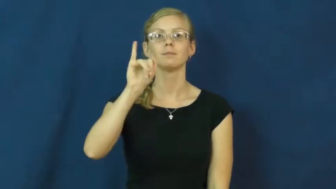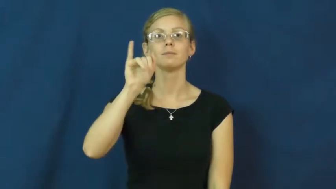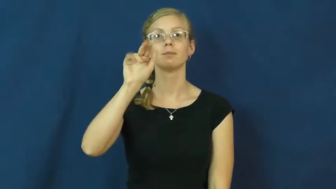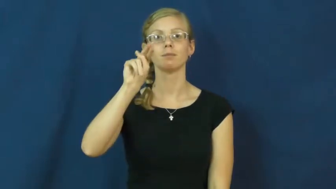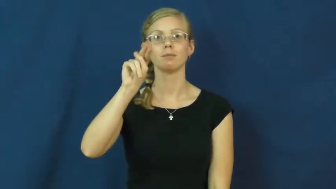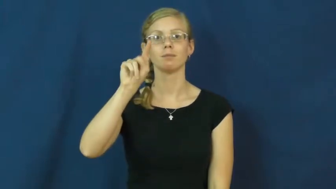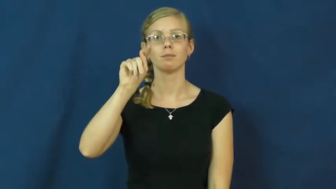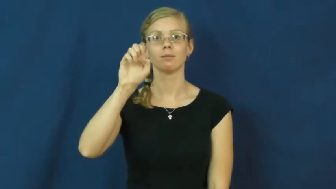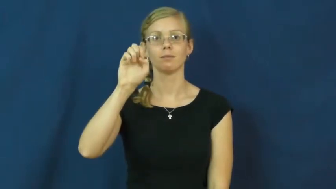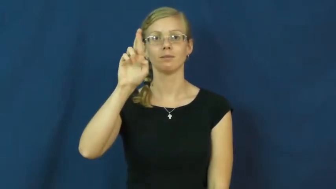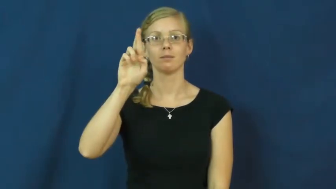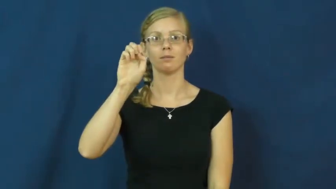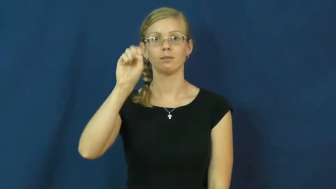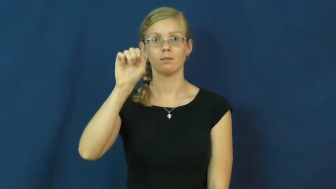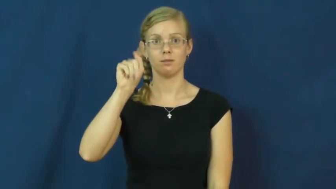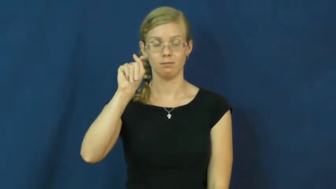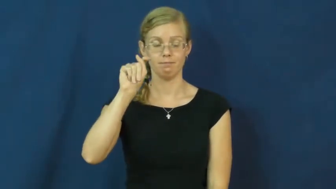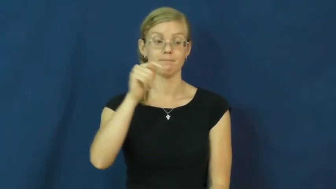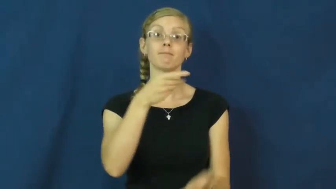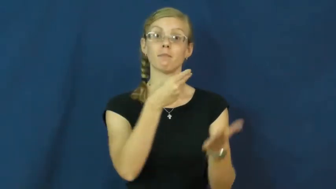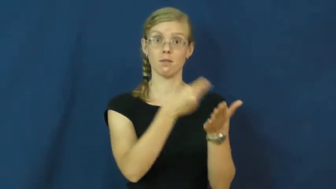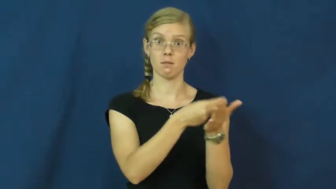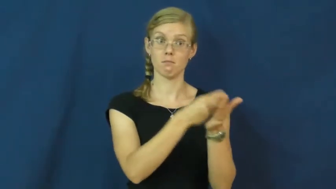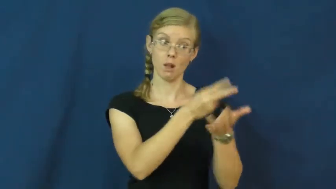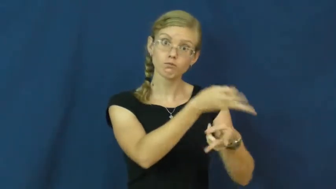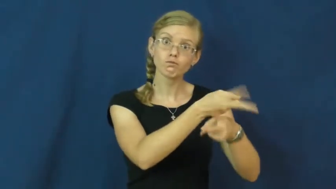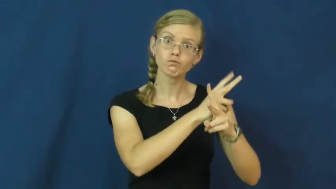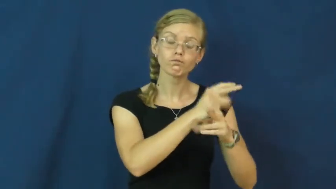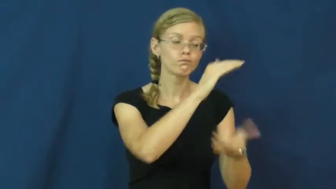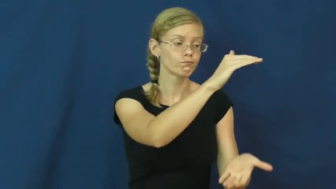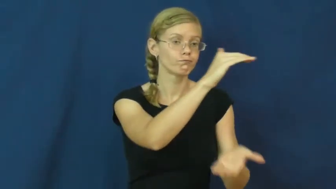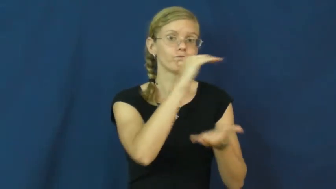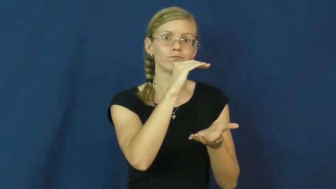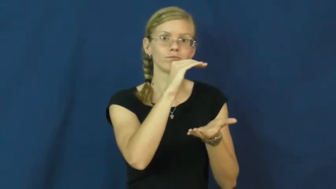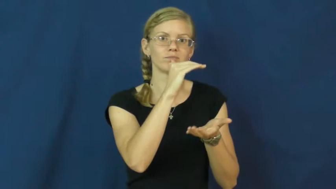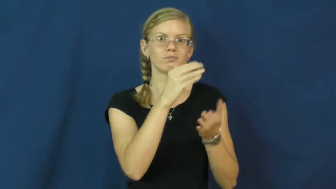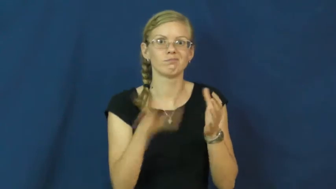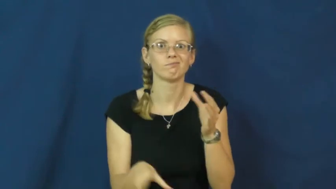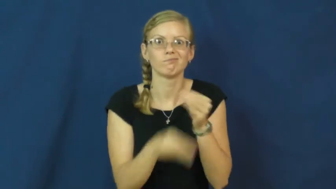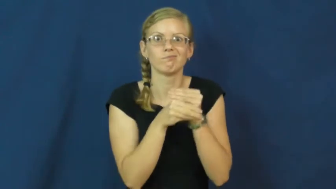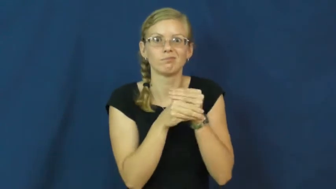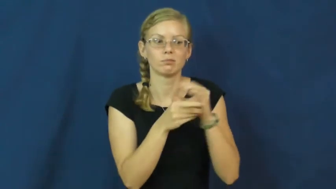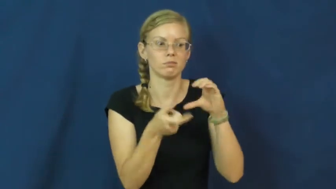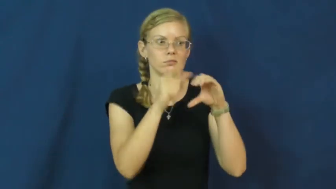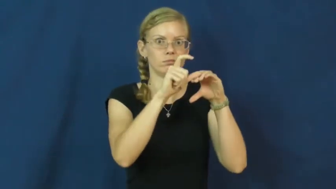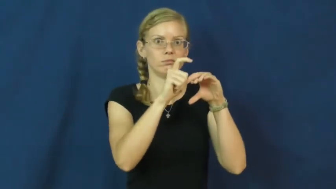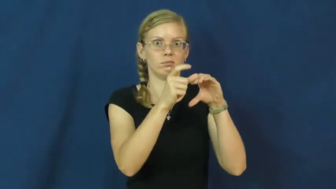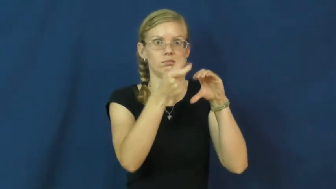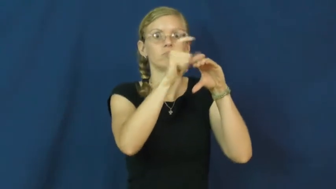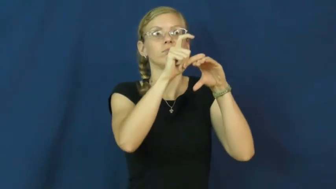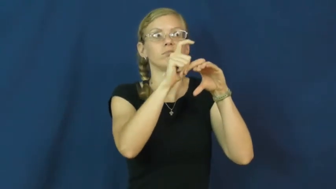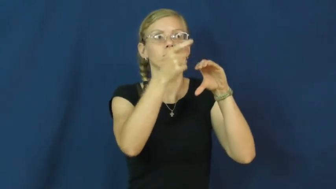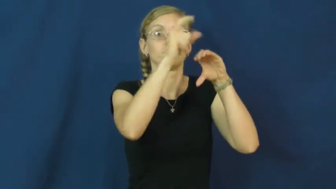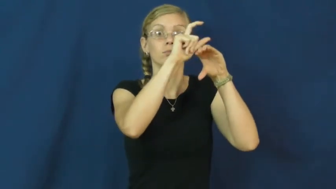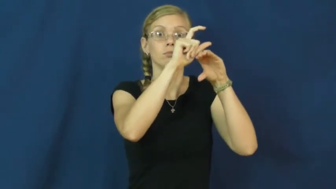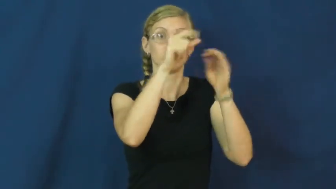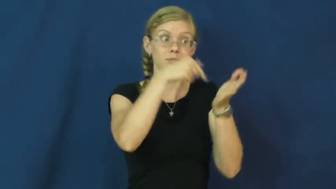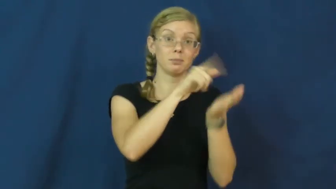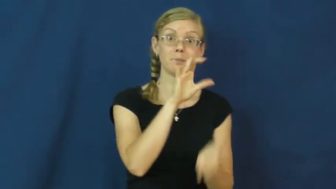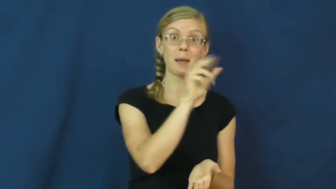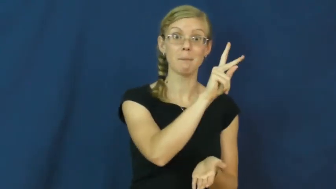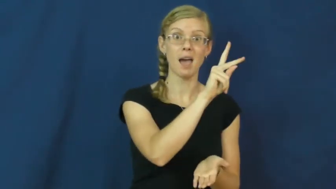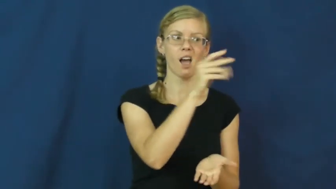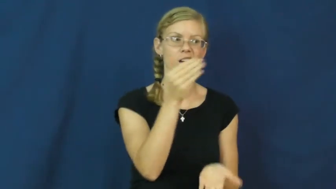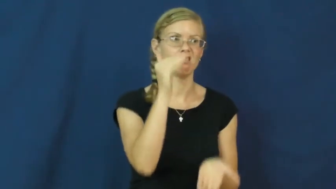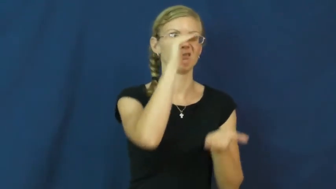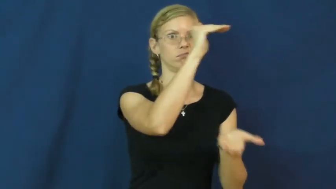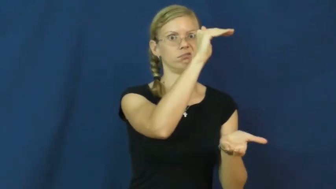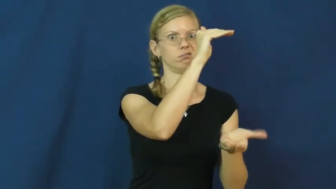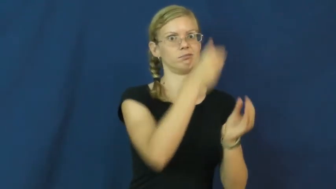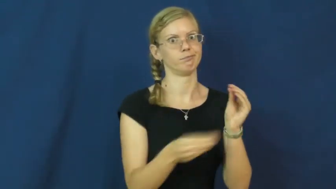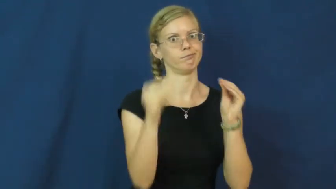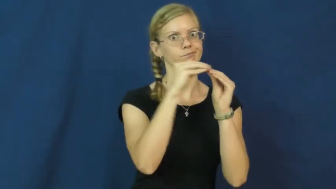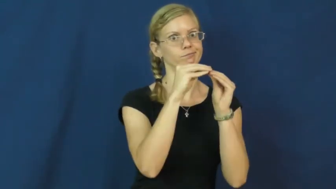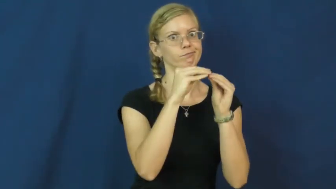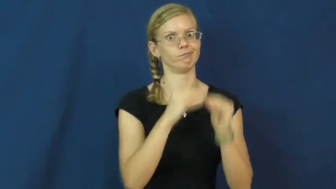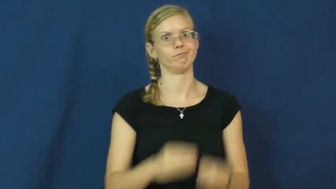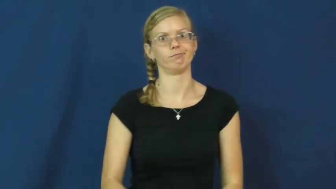interest-loan